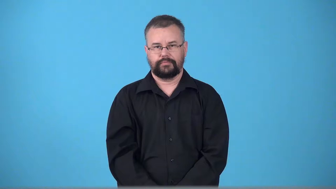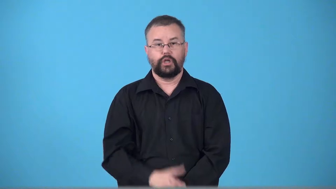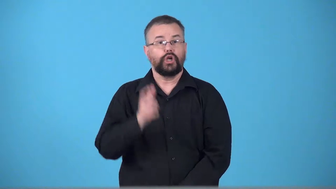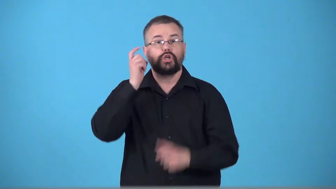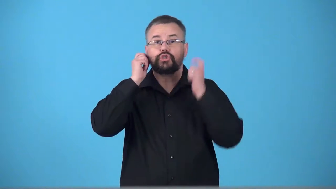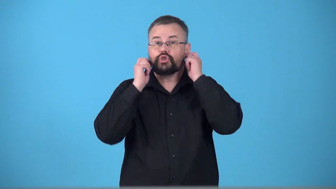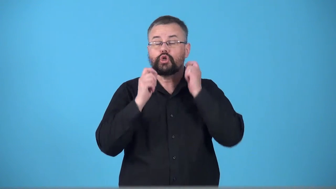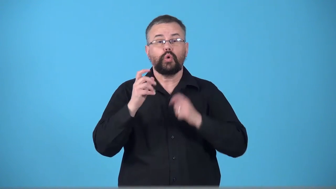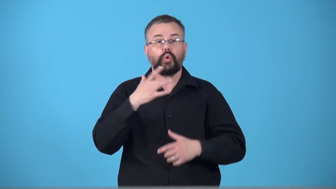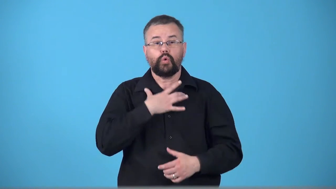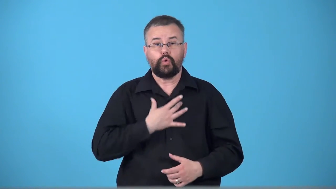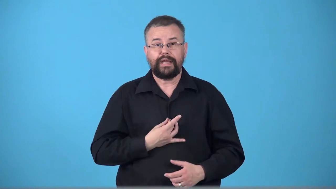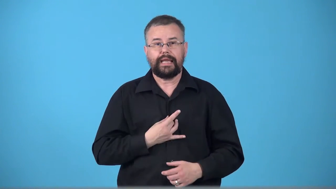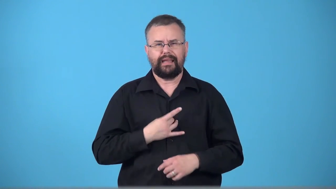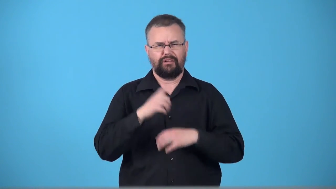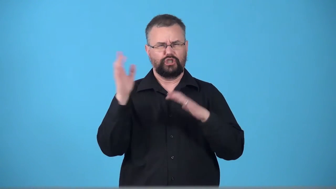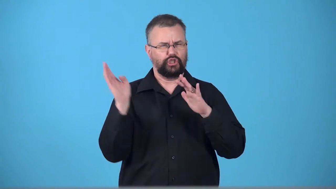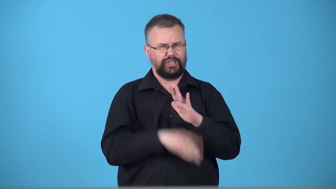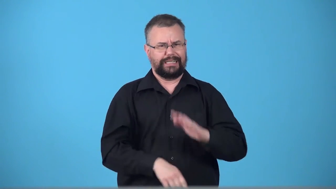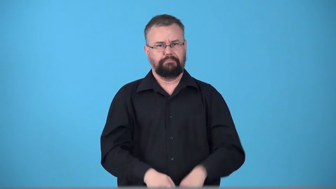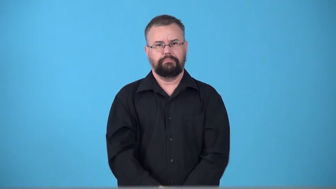trinket,bauble